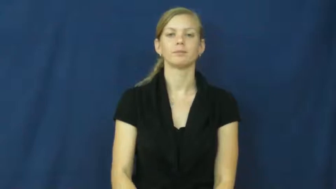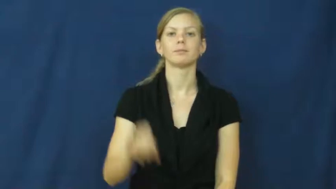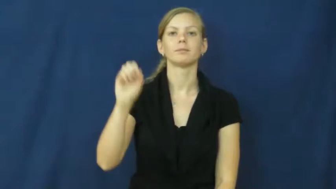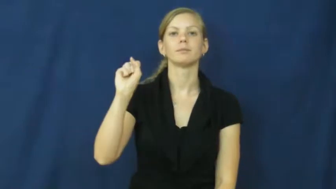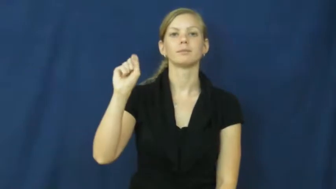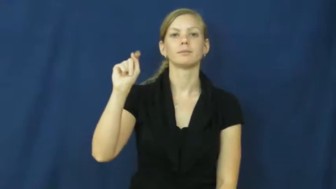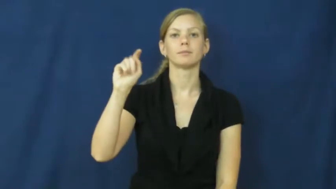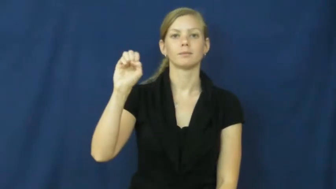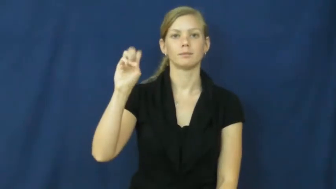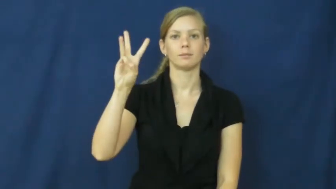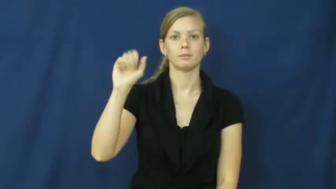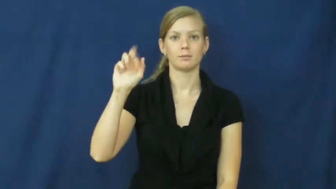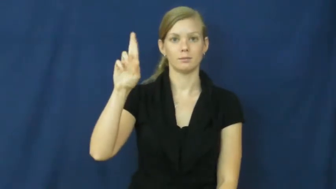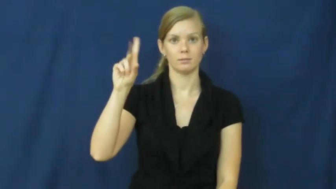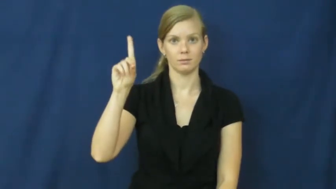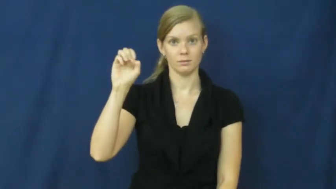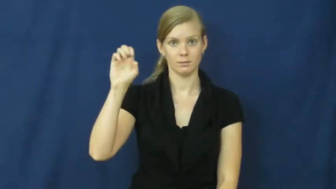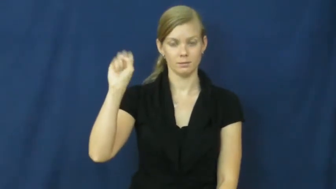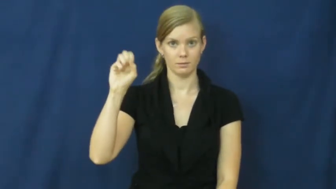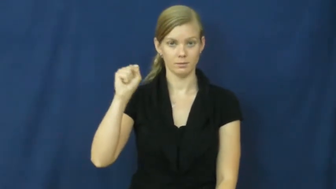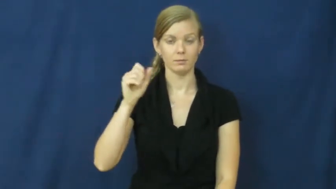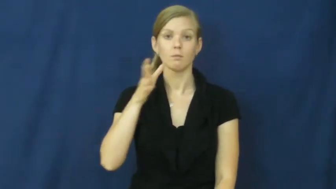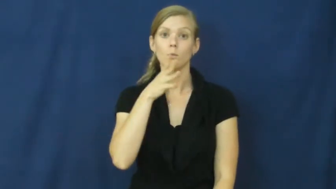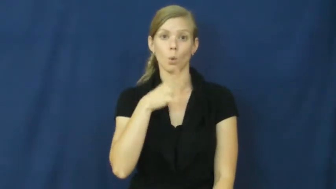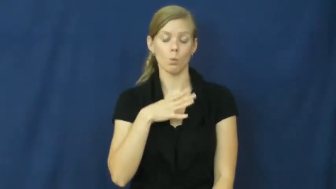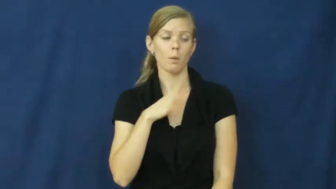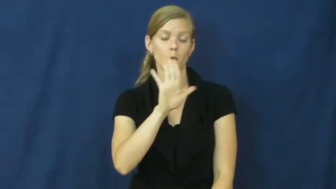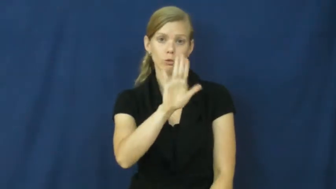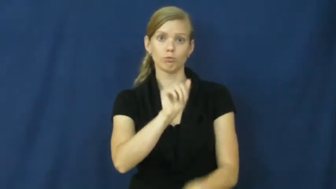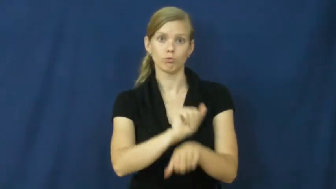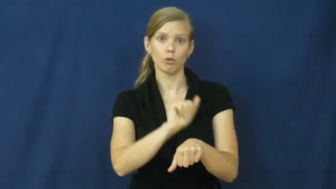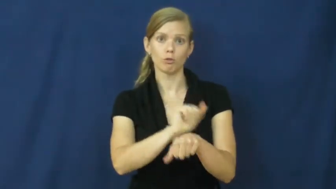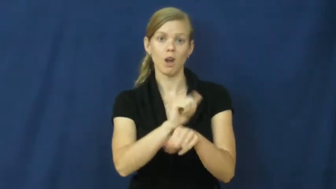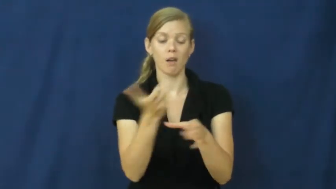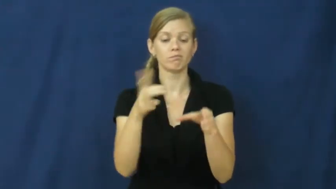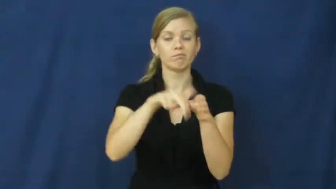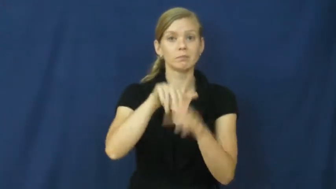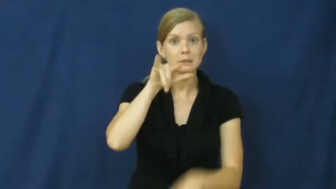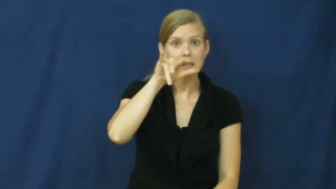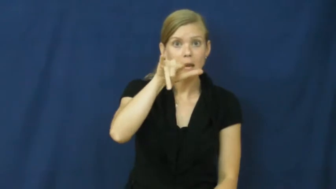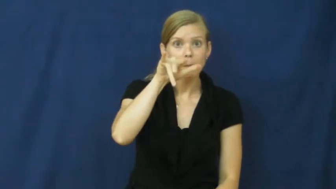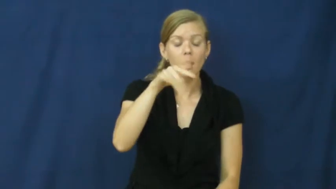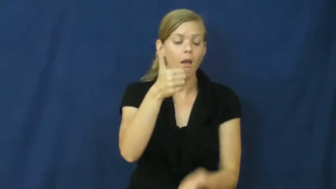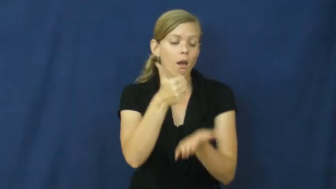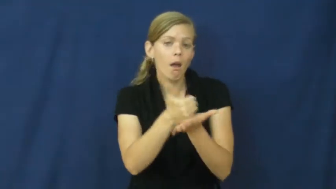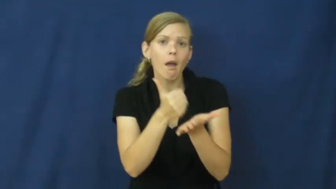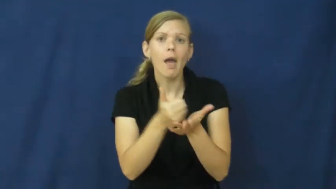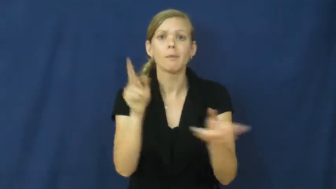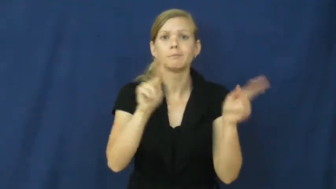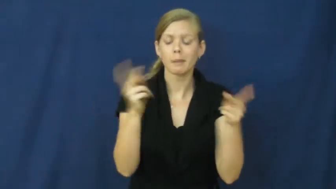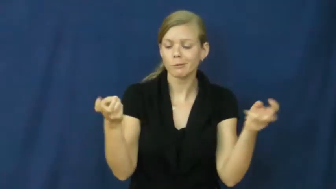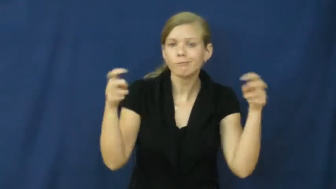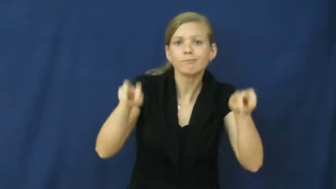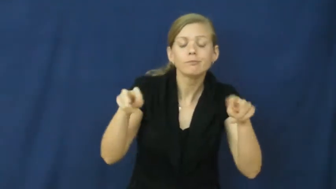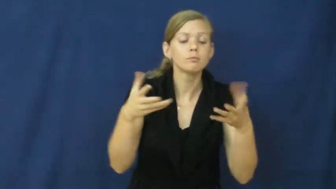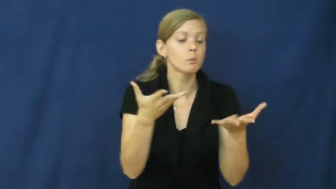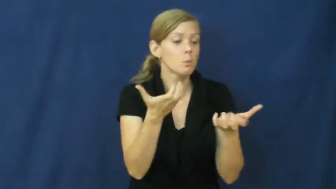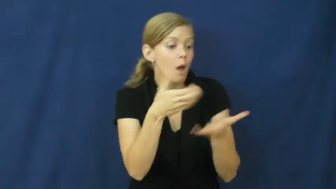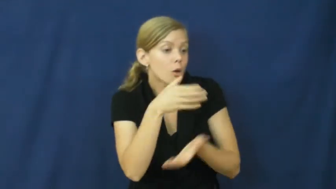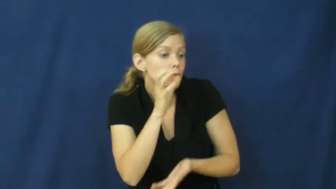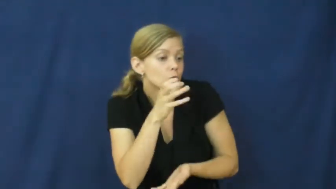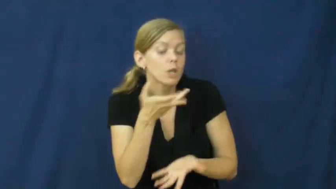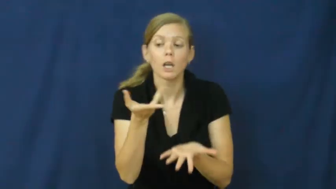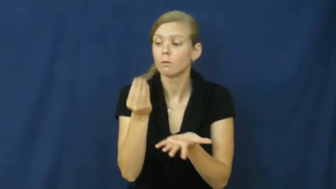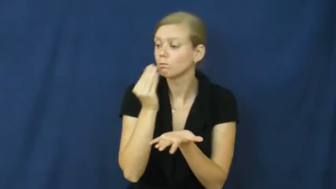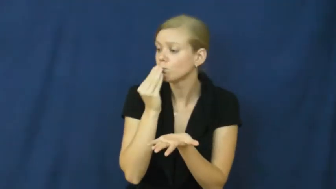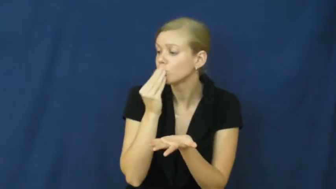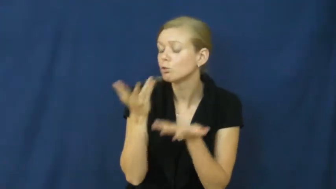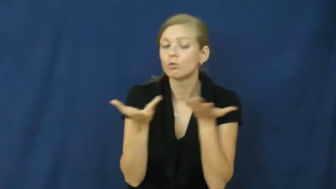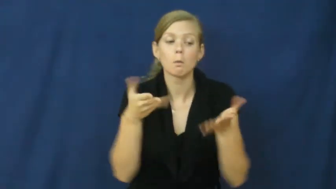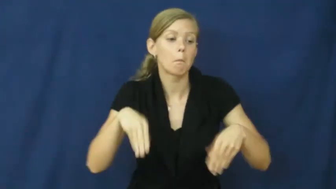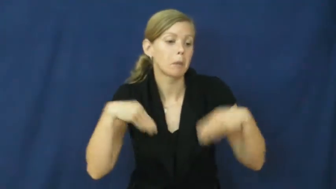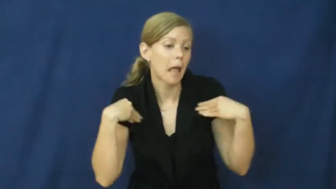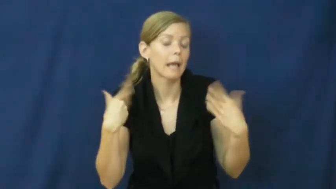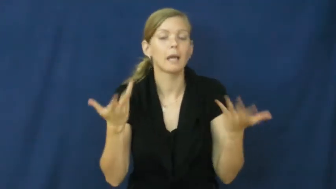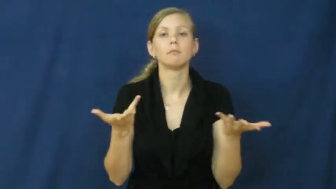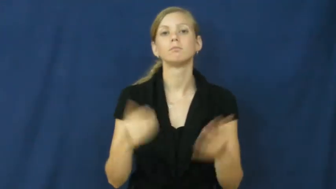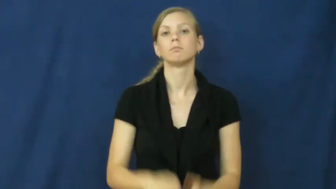stewardess